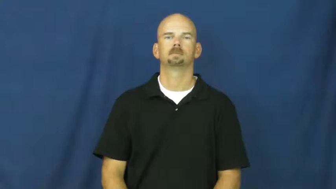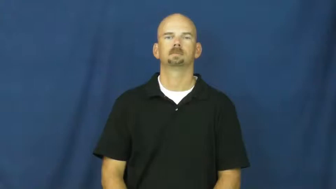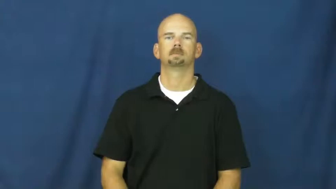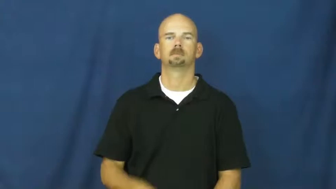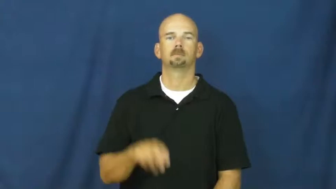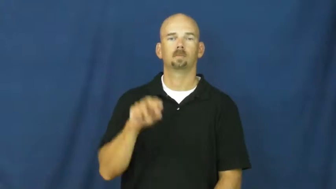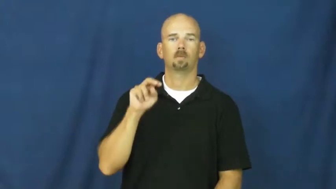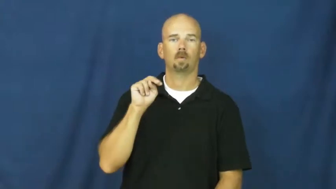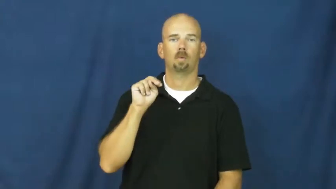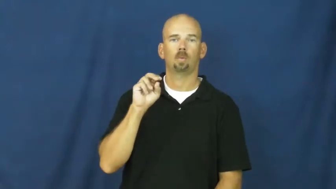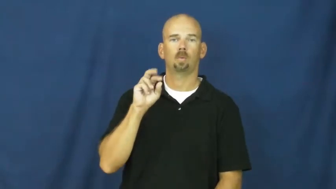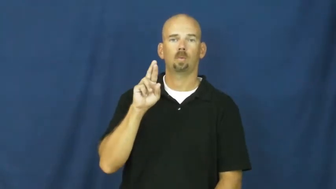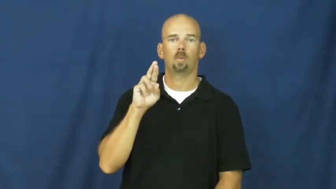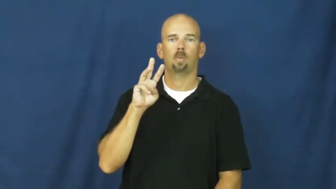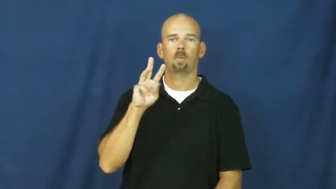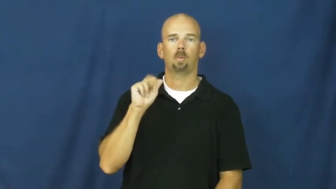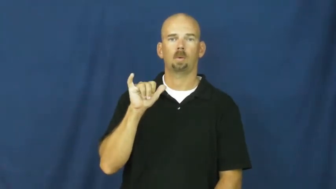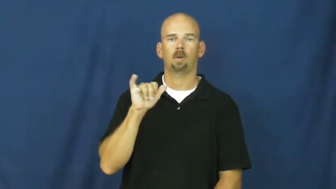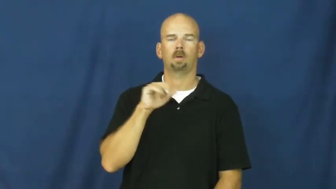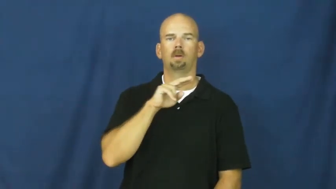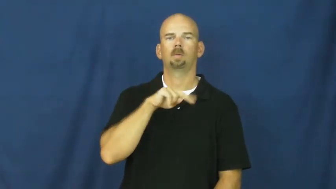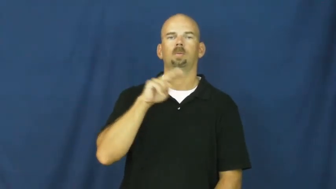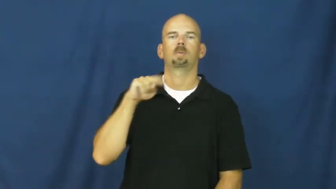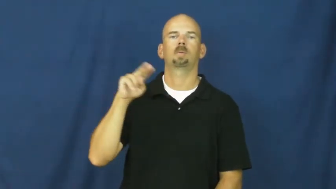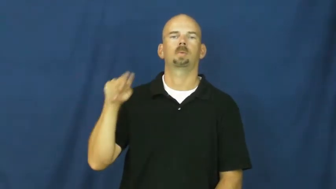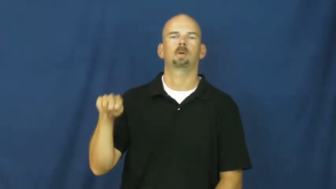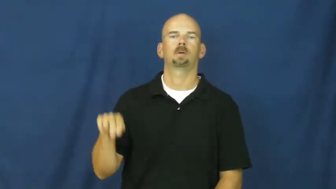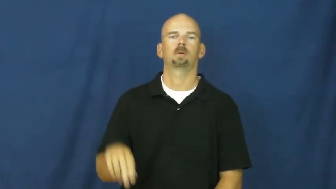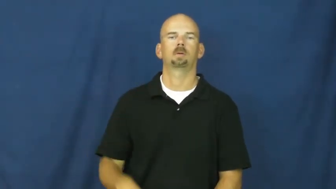norway